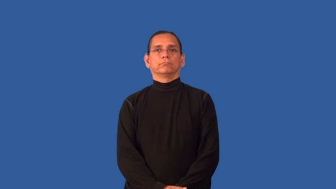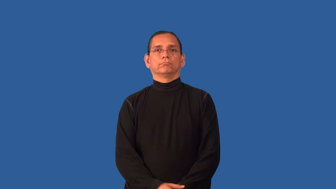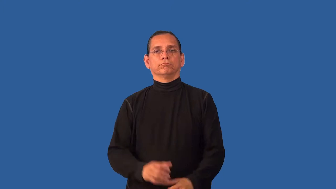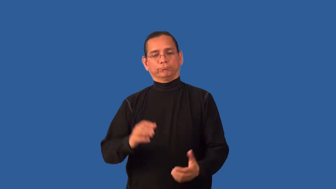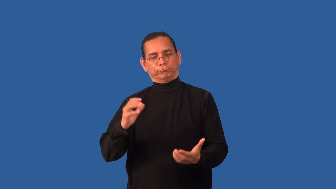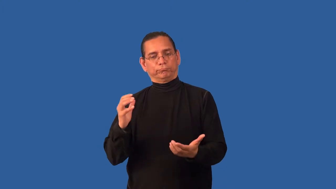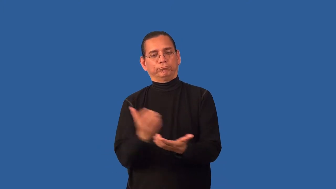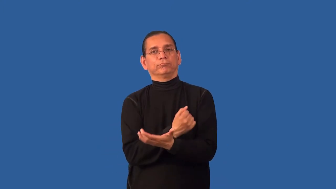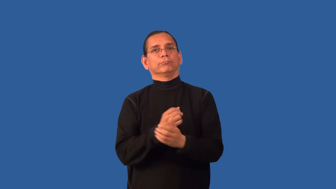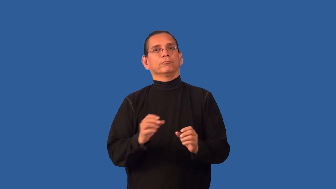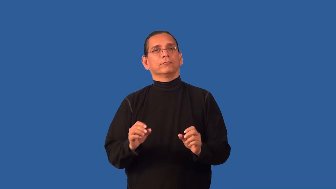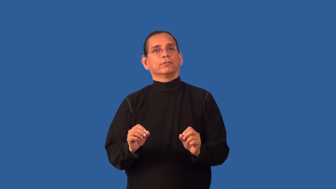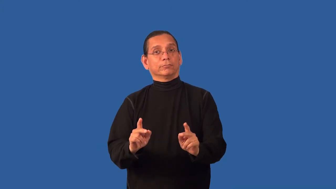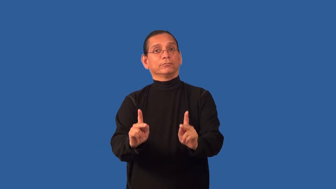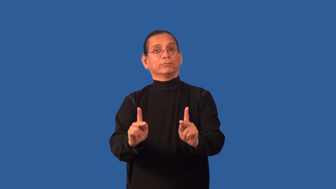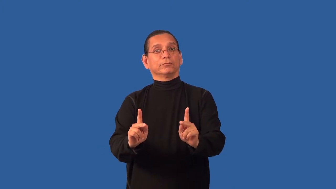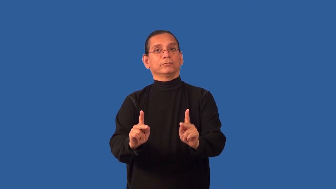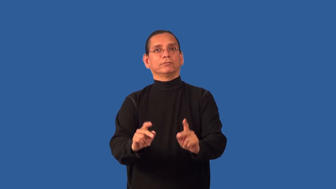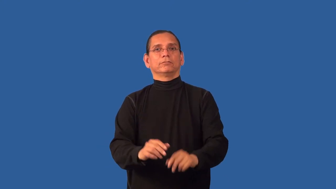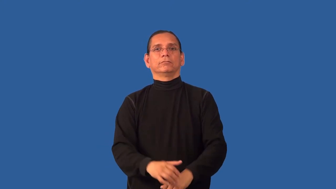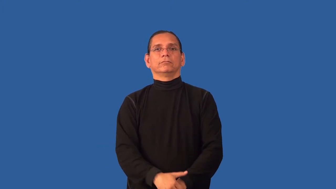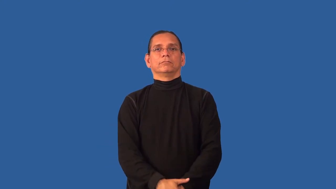chance-opportunity